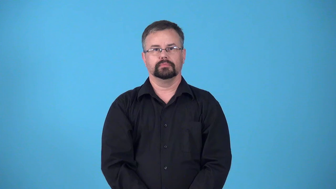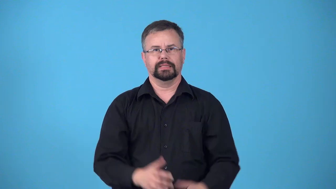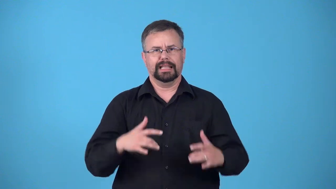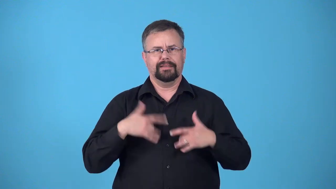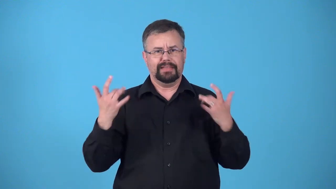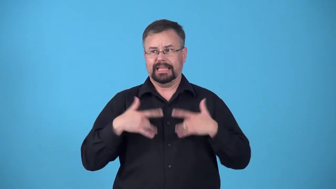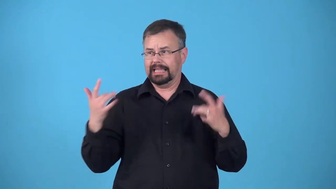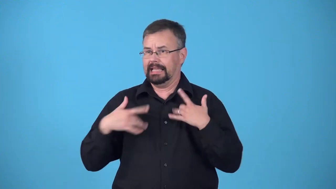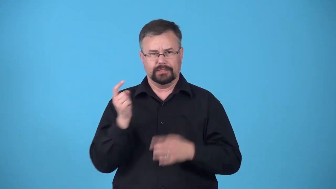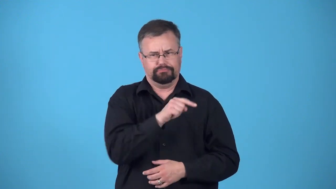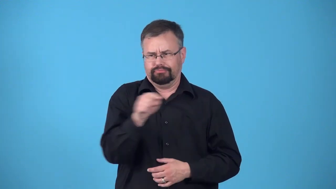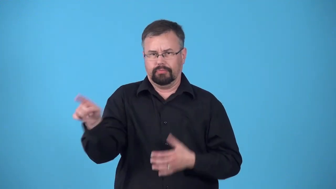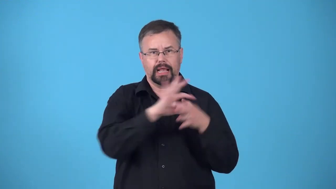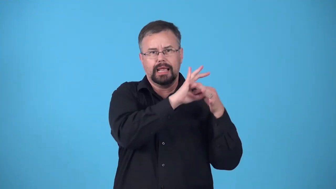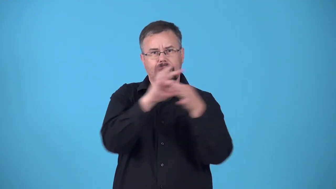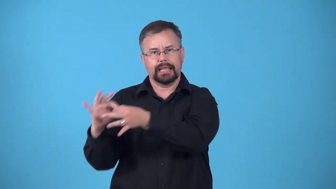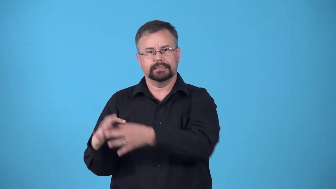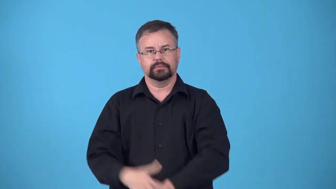chain-several related events